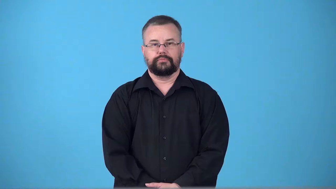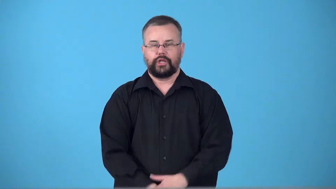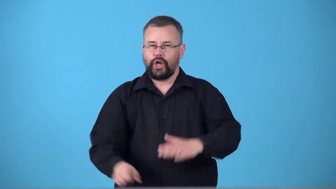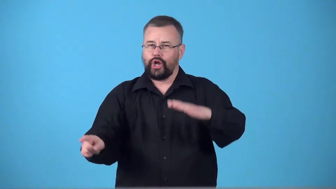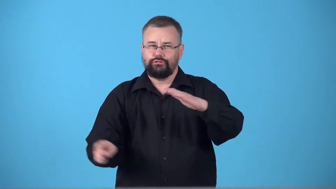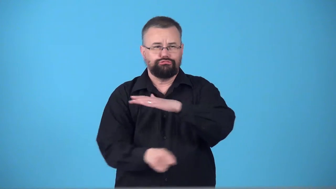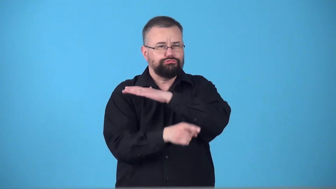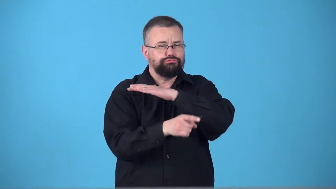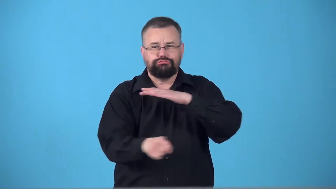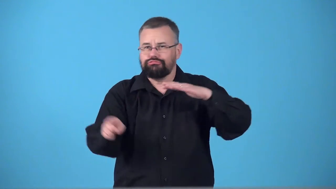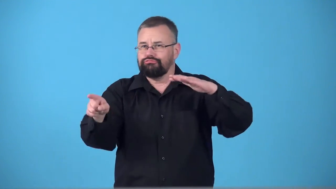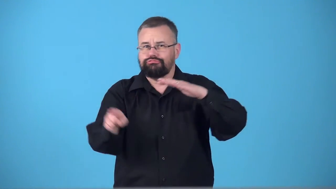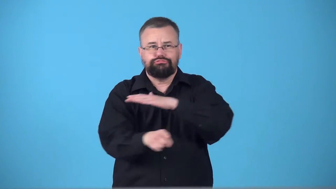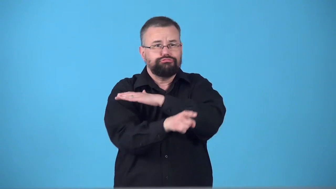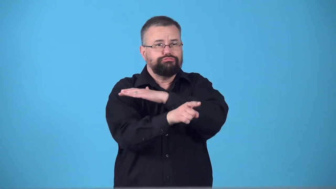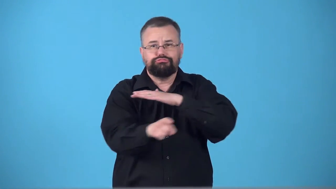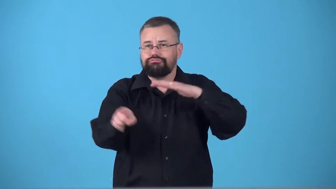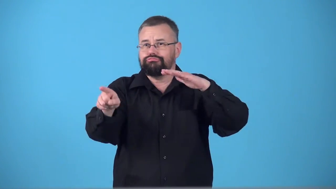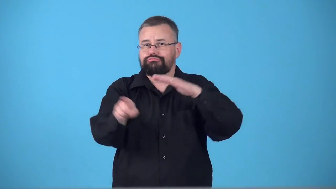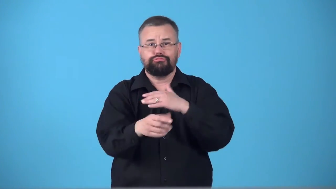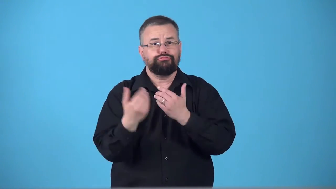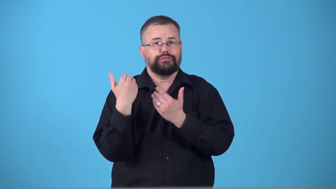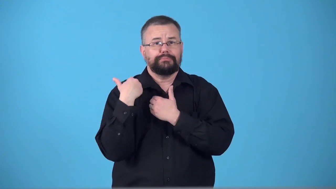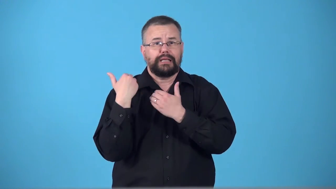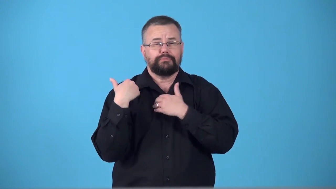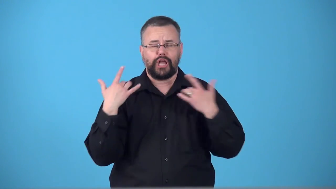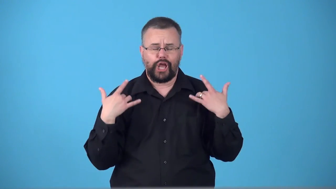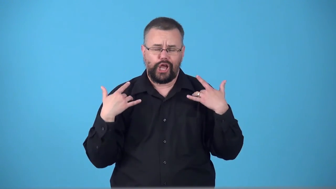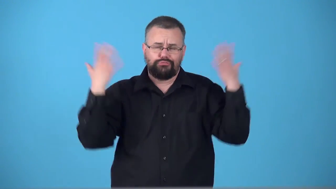swan-travel without care for responsibility